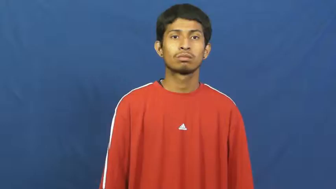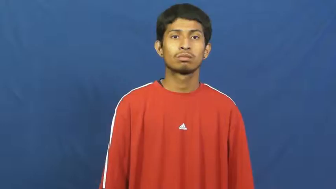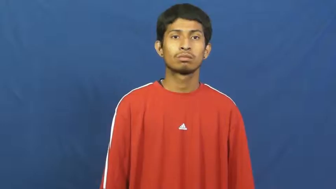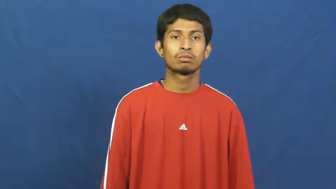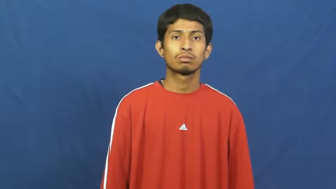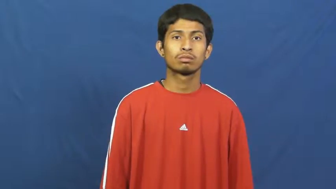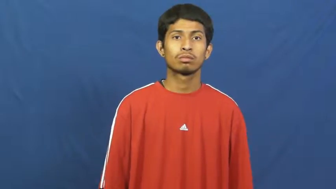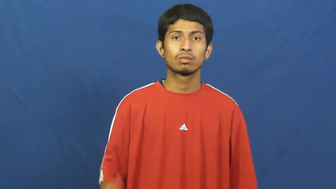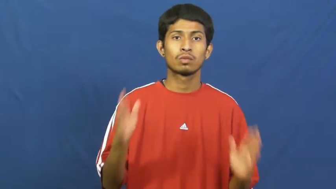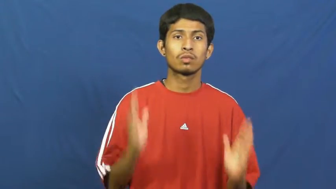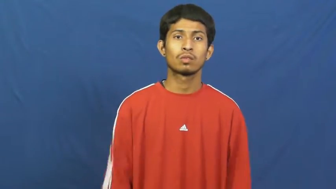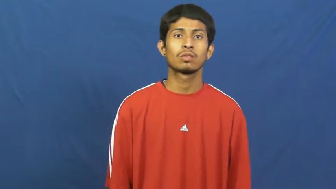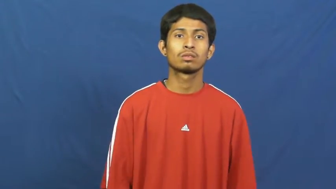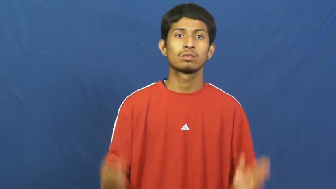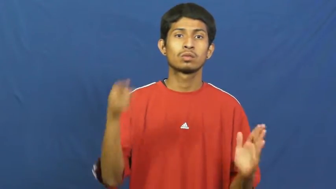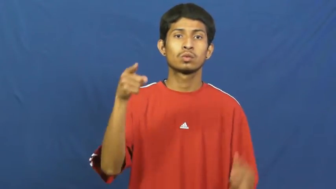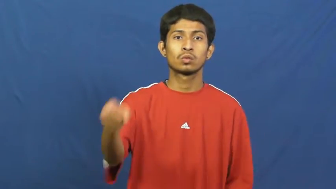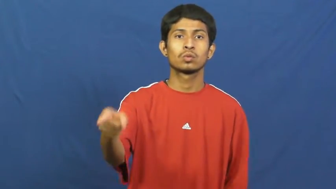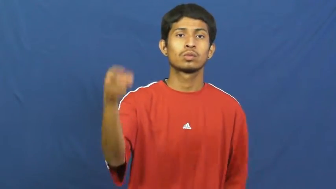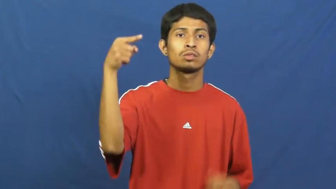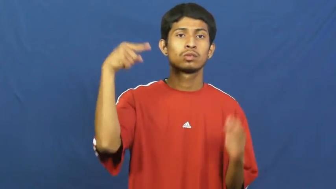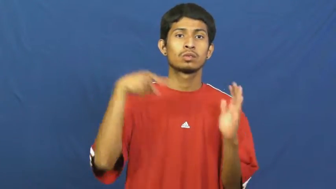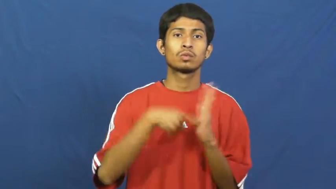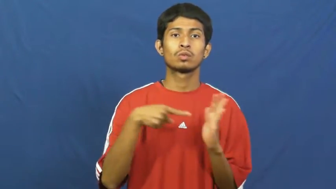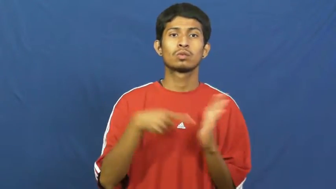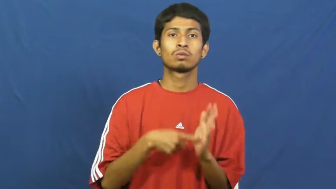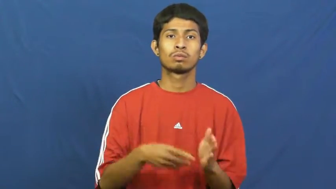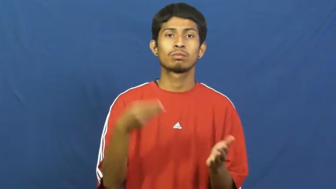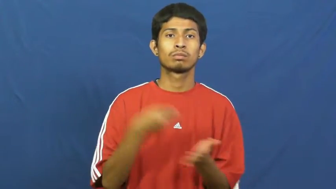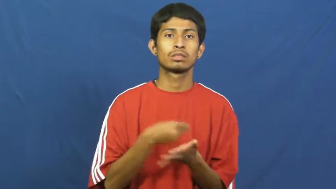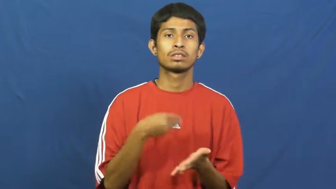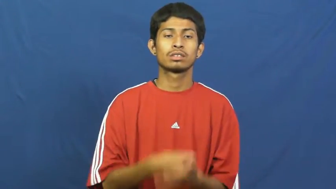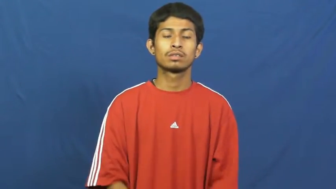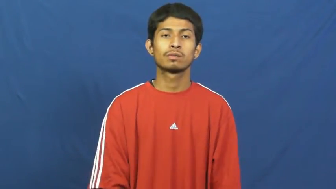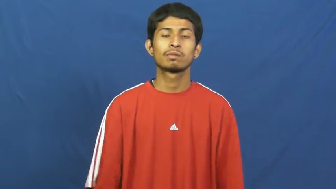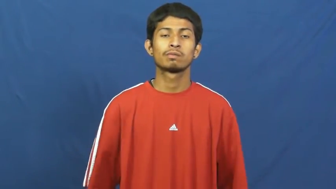creditor